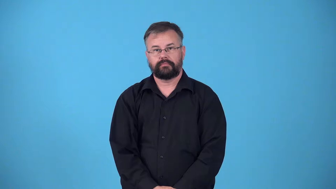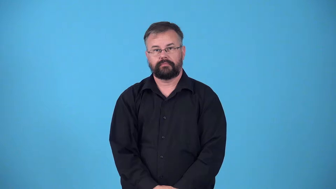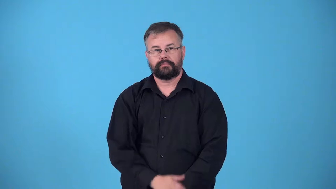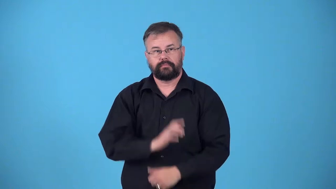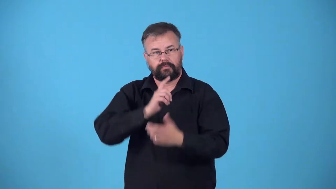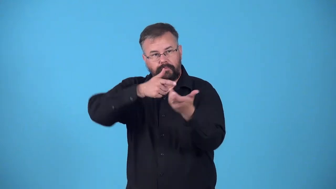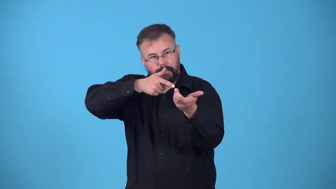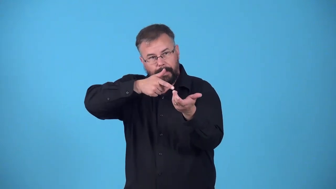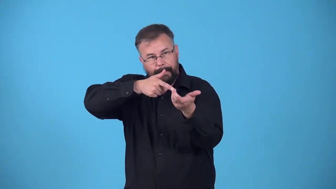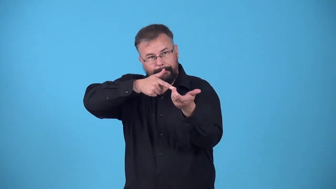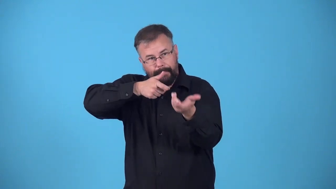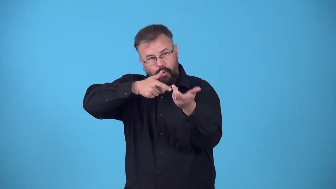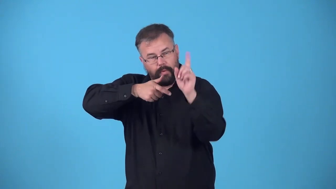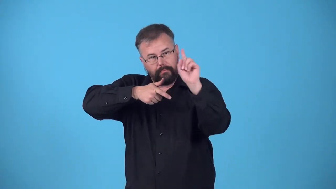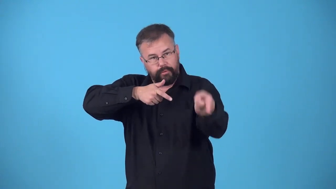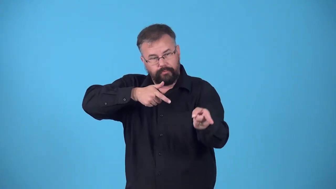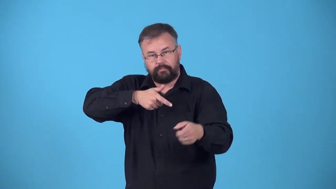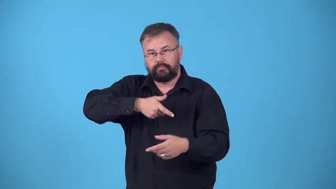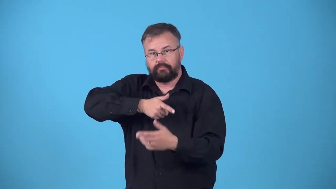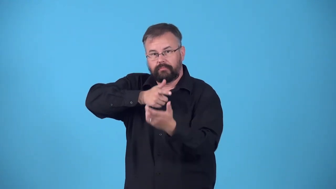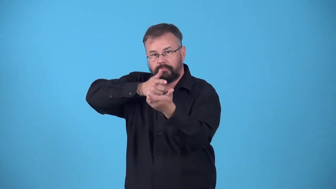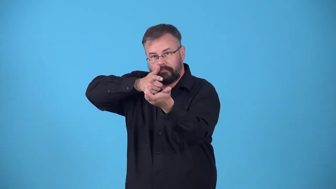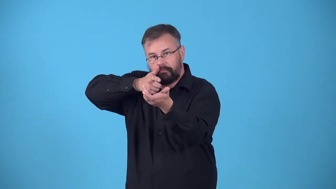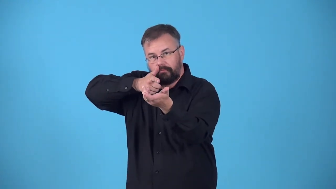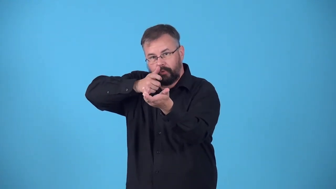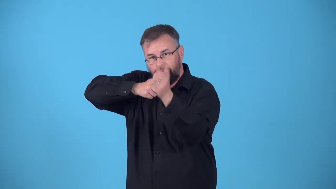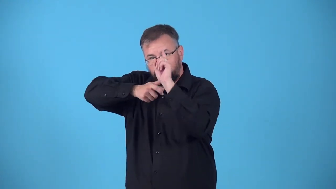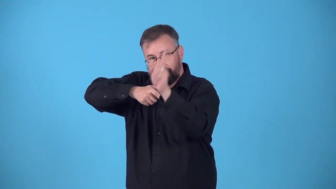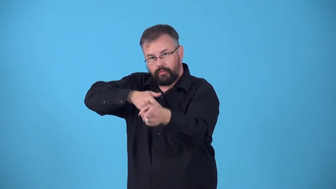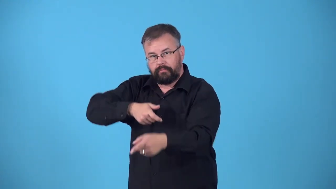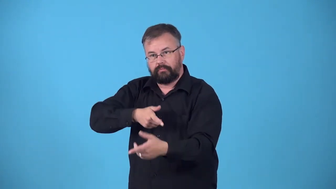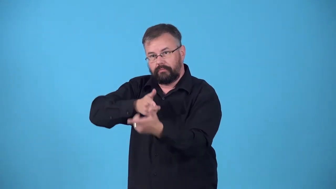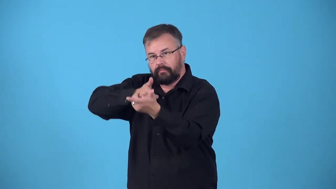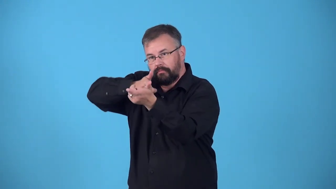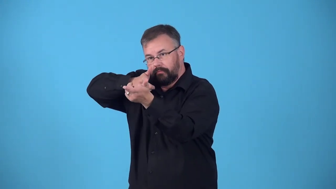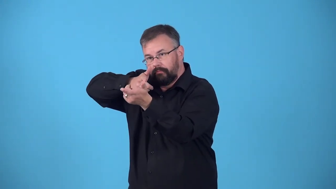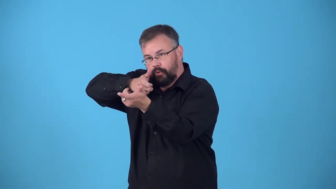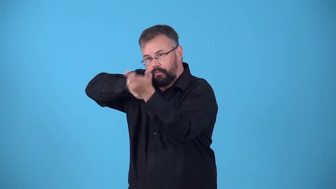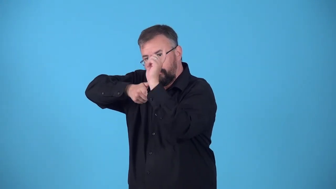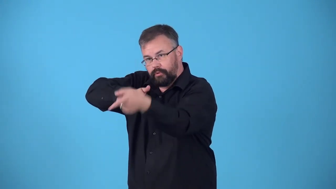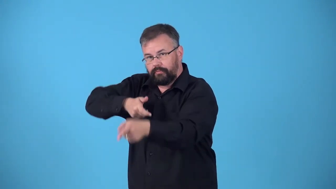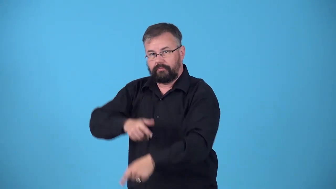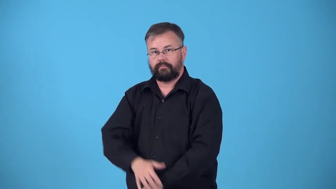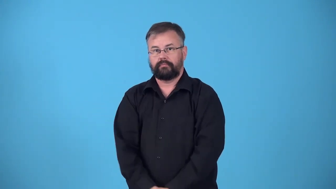pick off-shoot